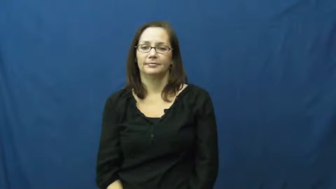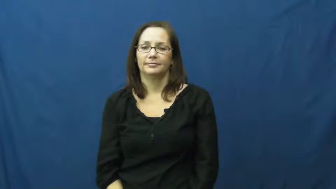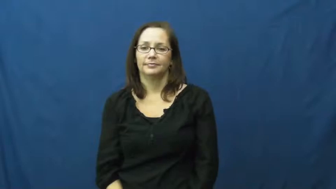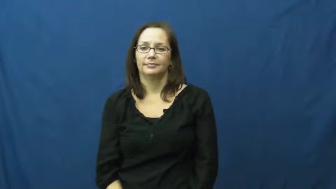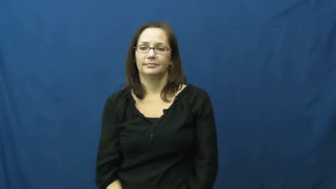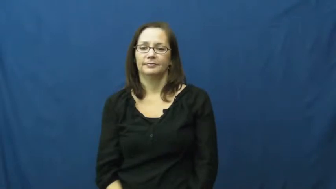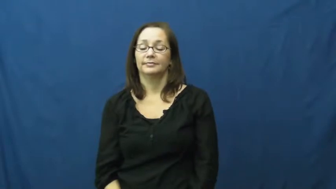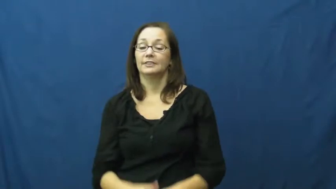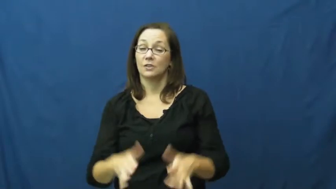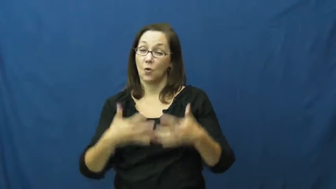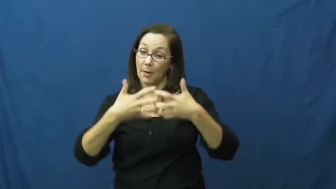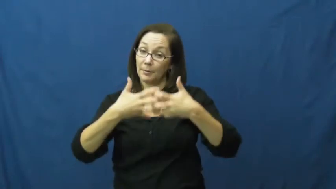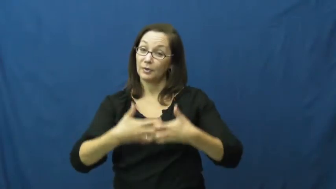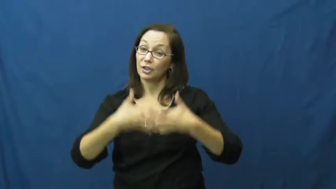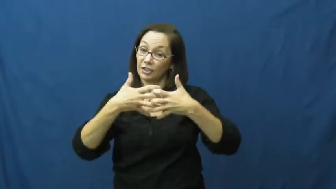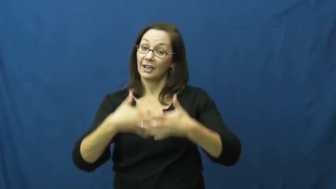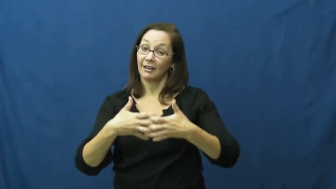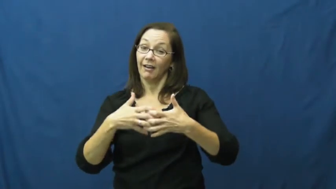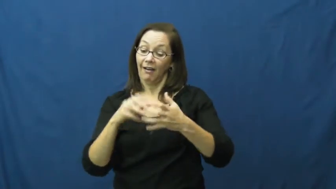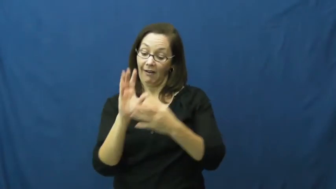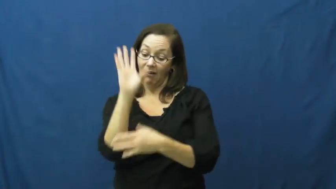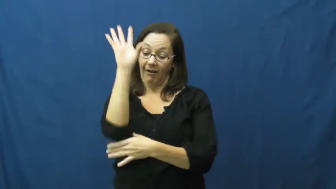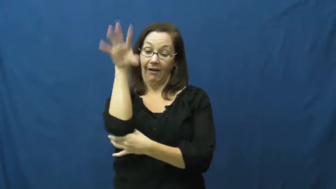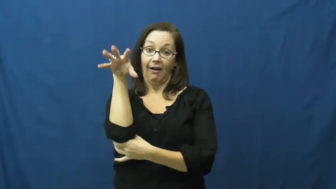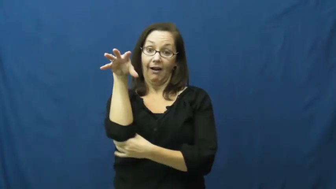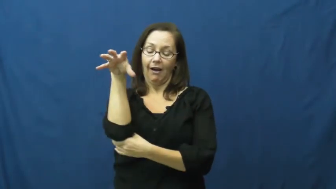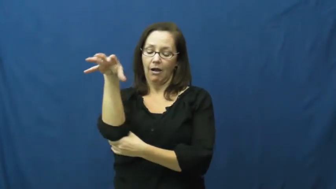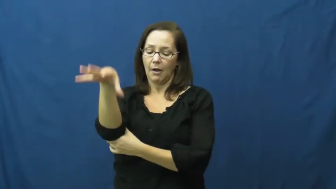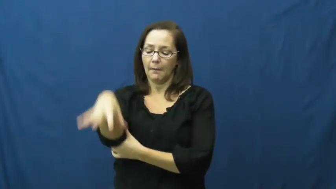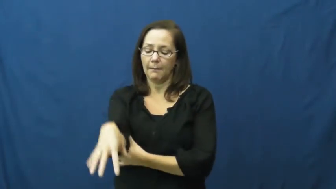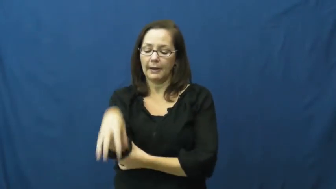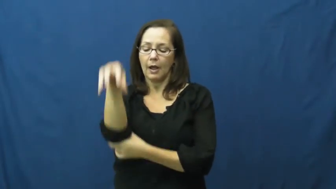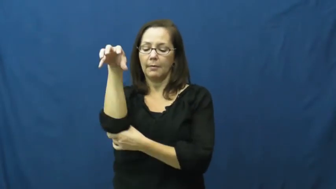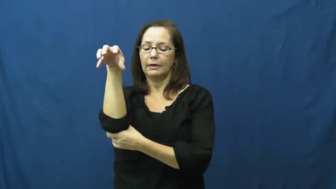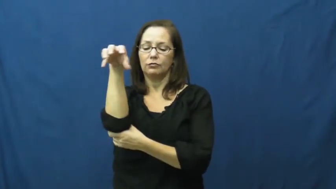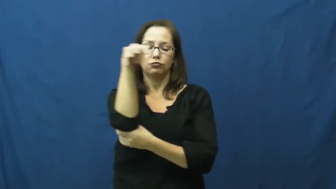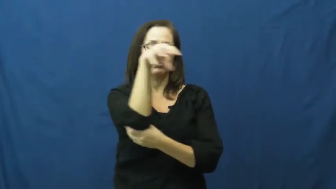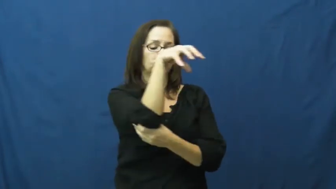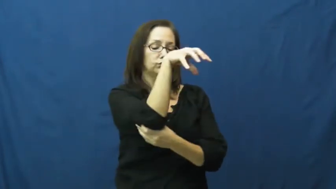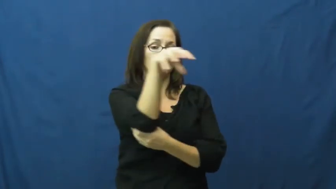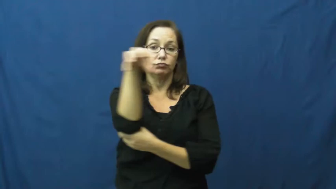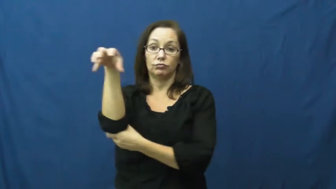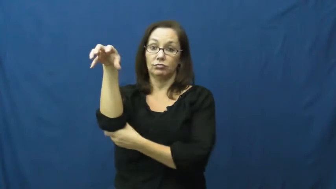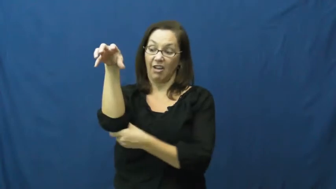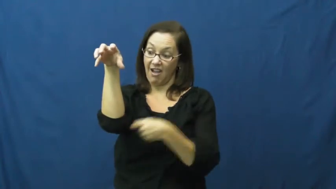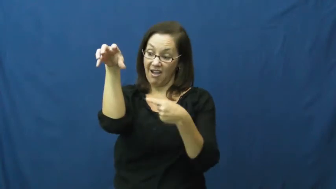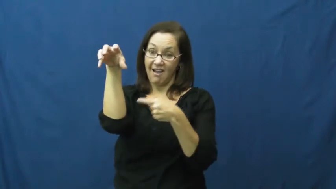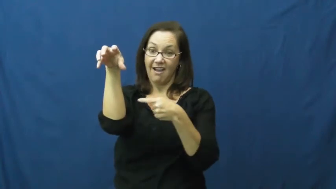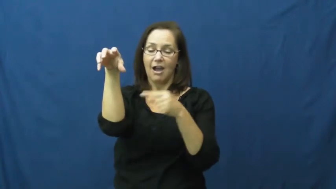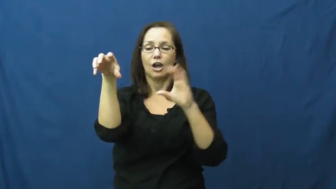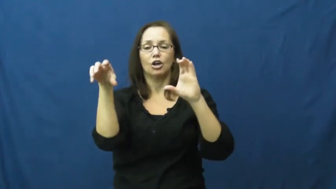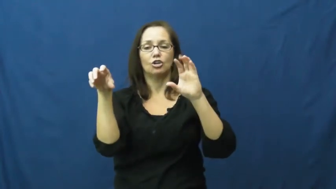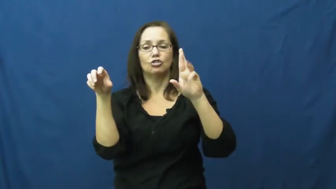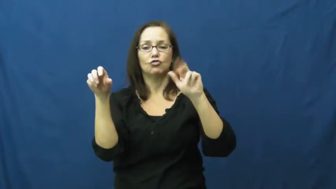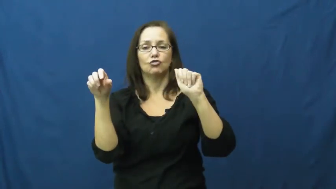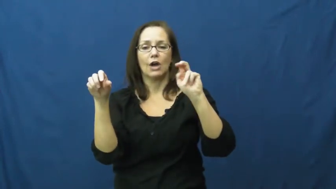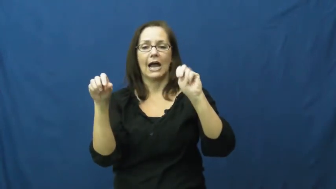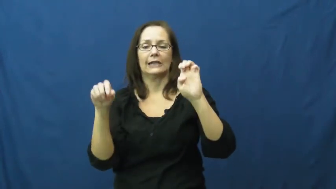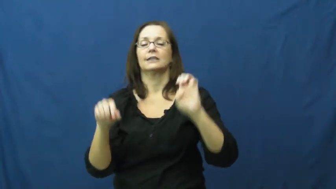crane-machine